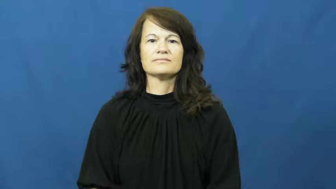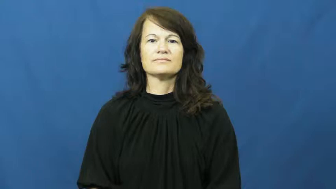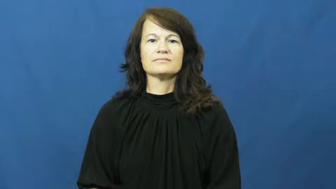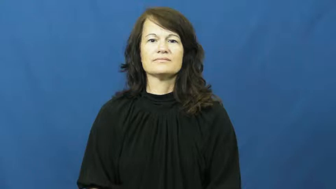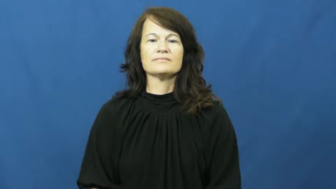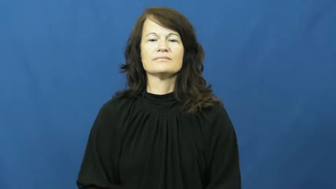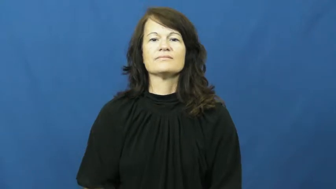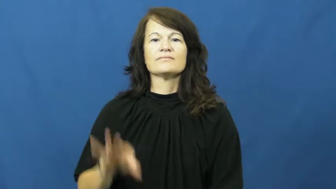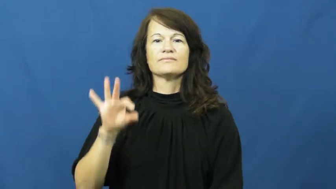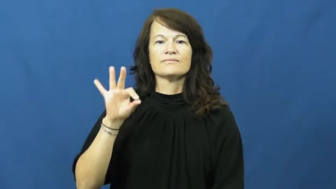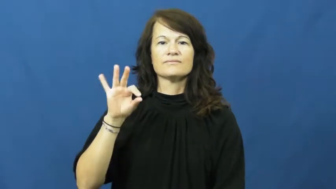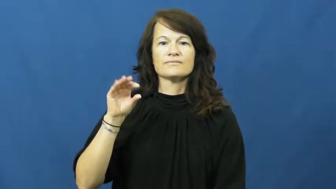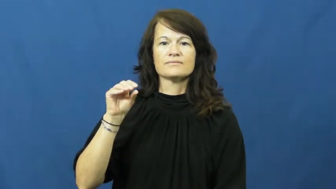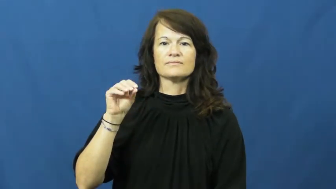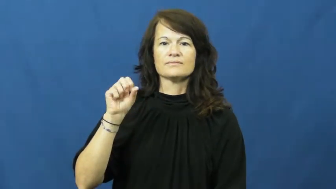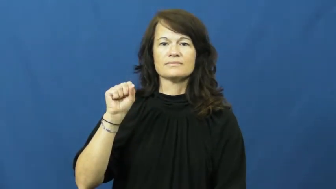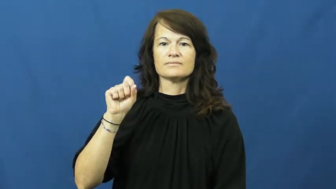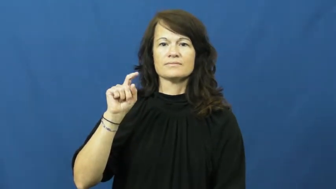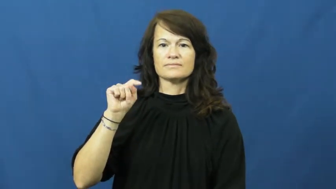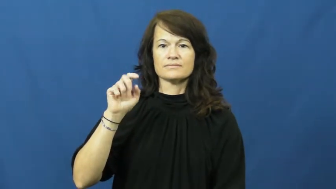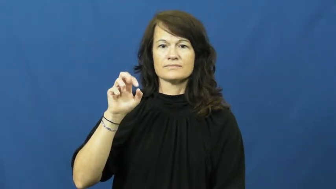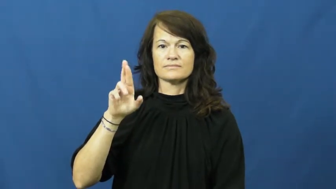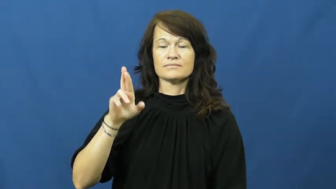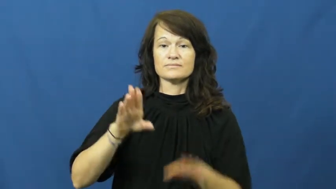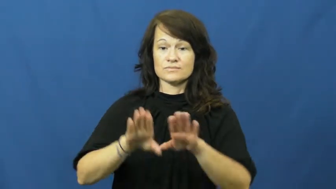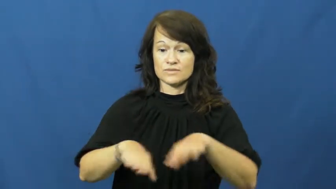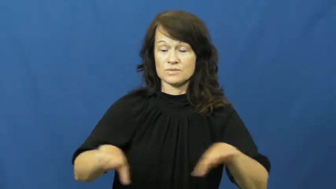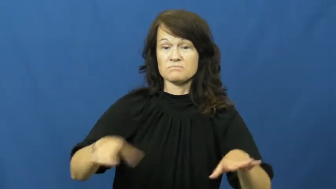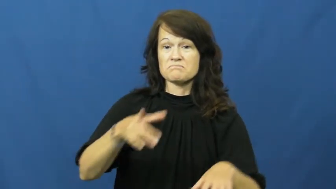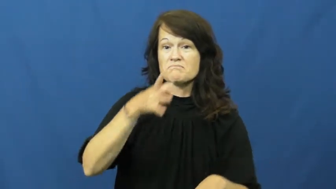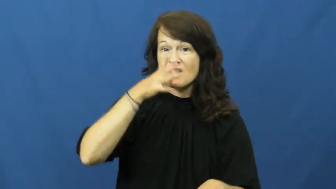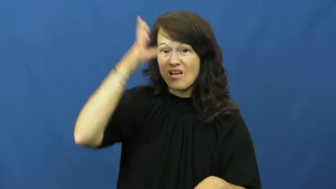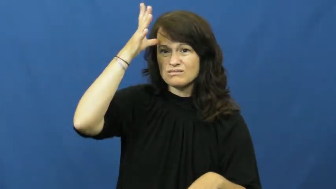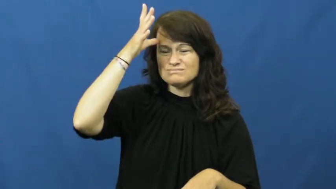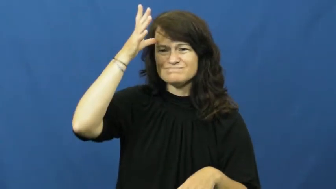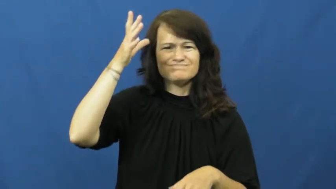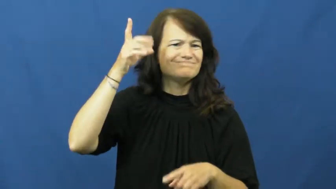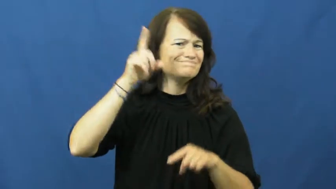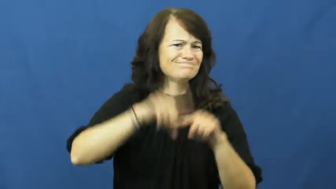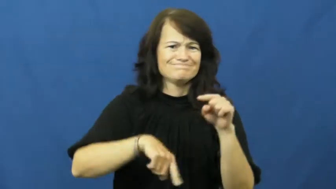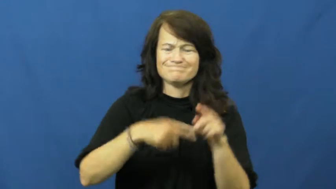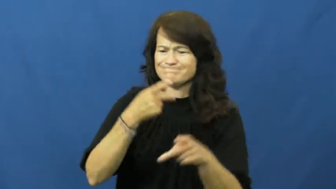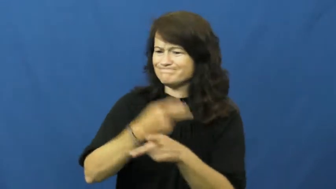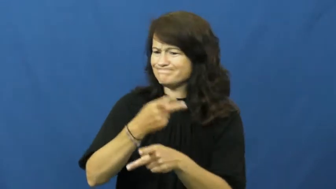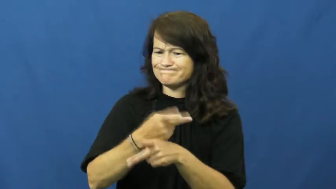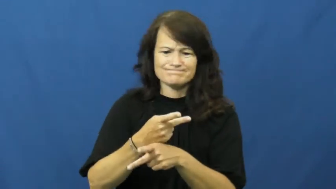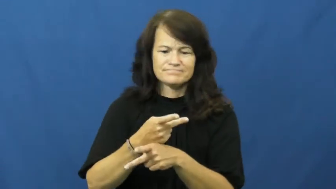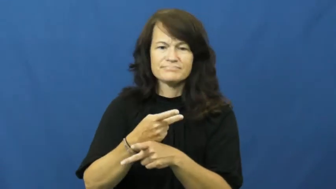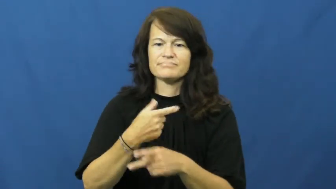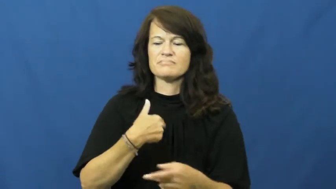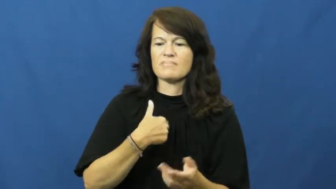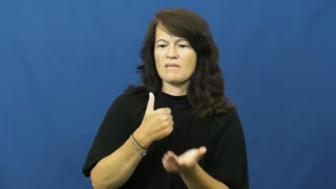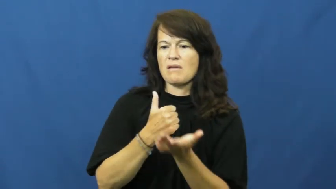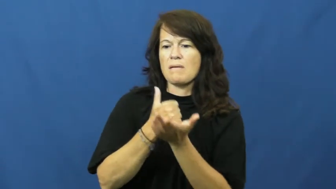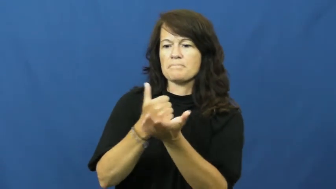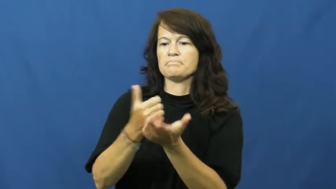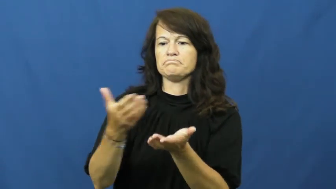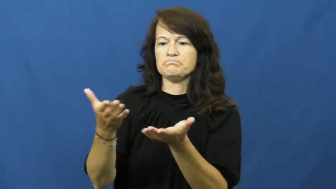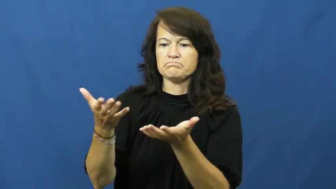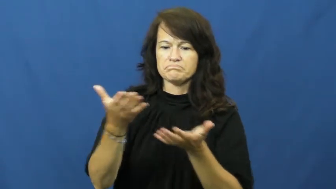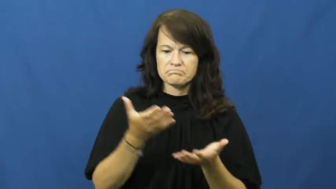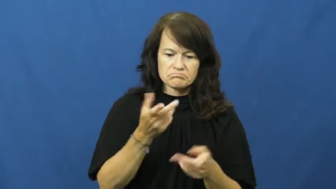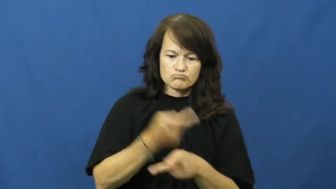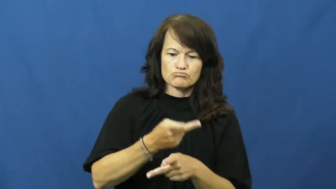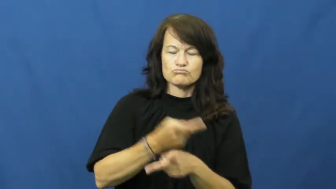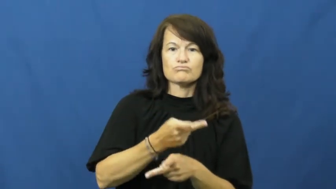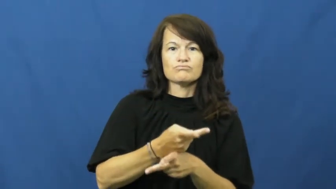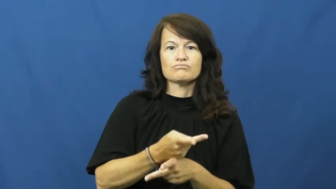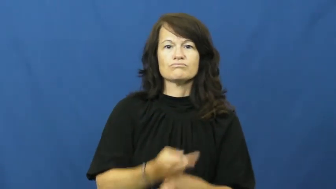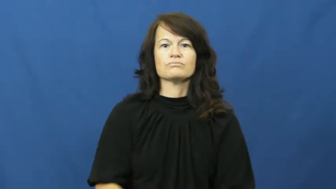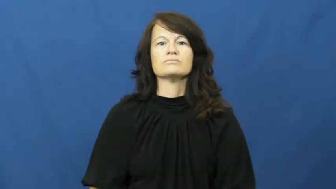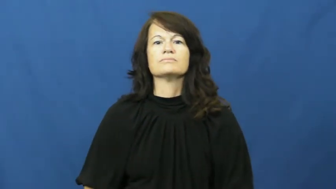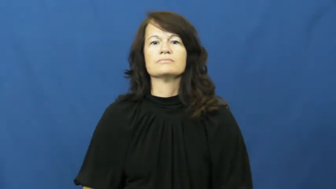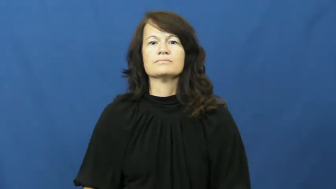foster